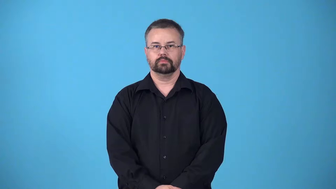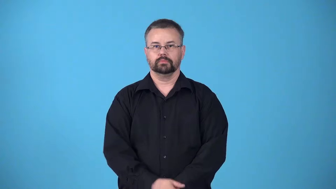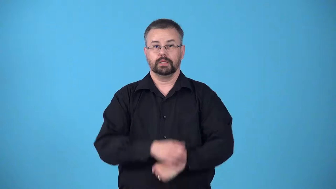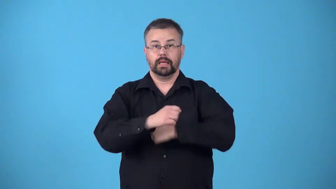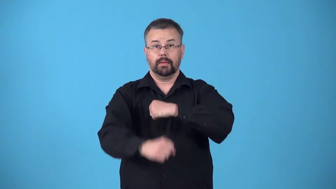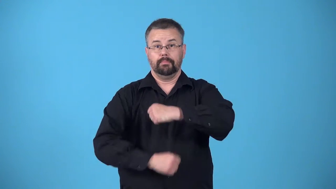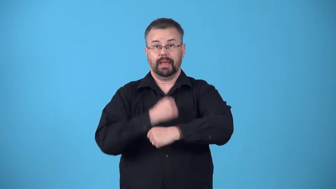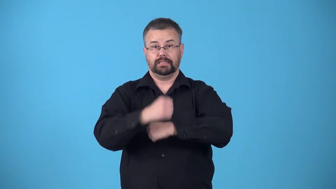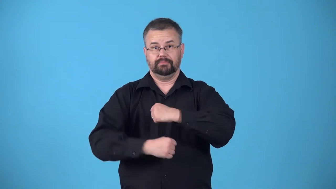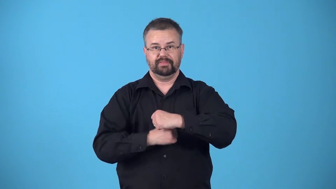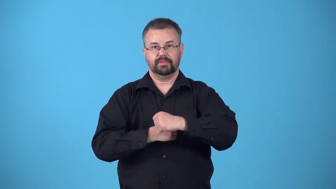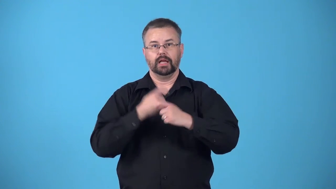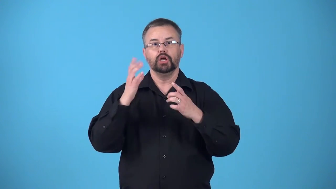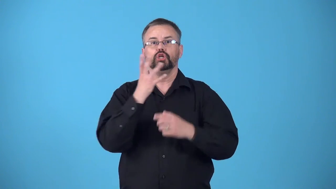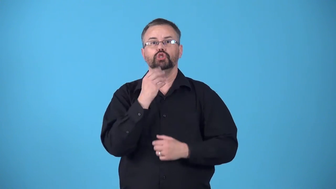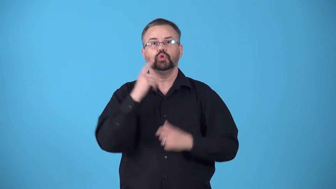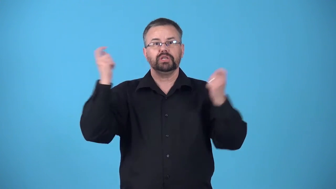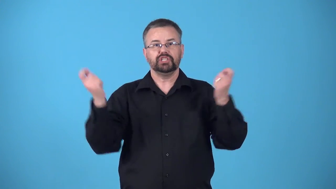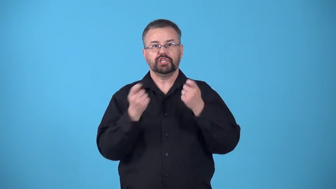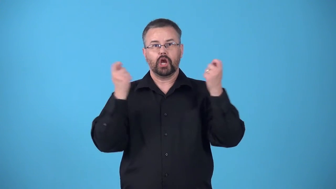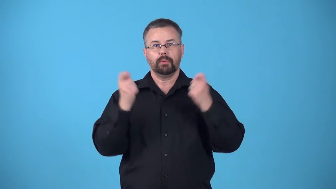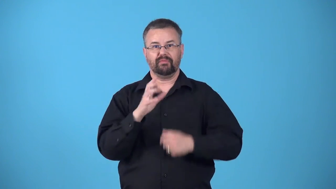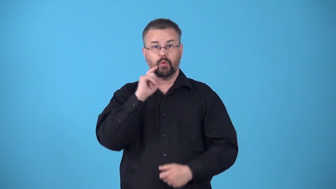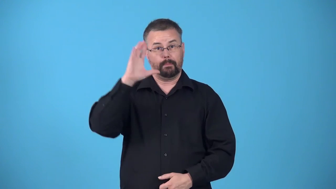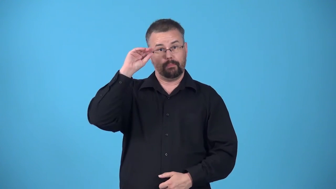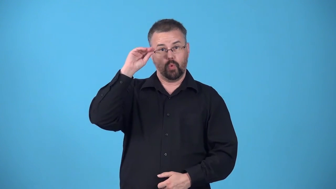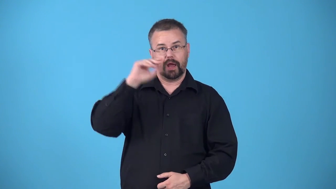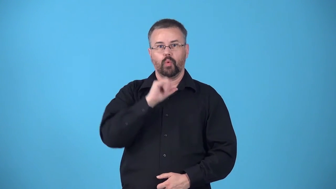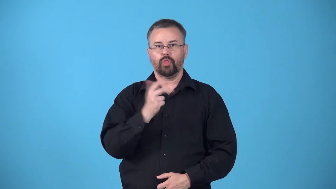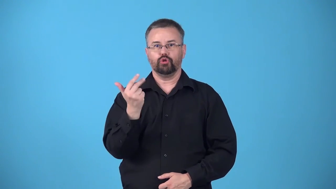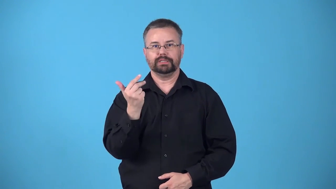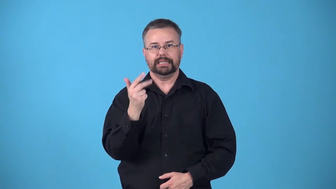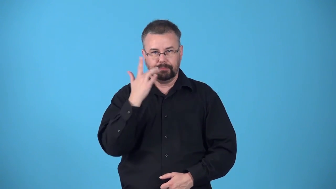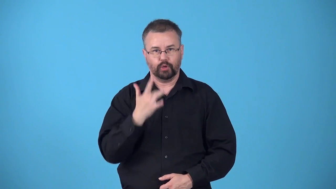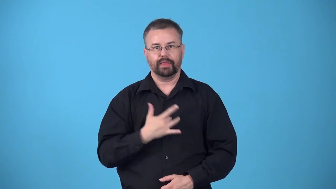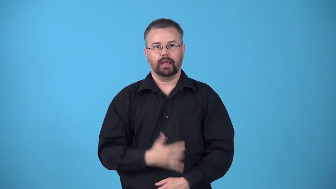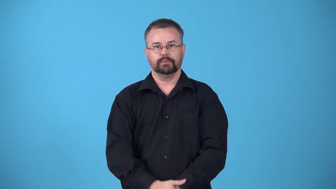bar mitzvah